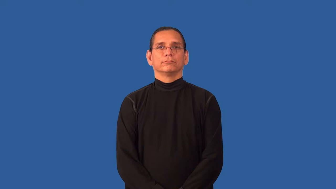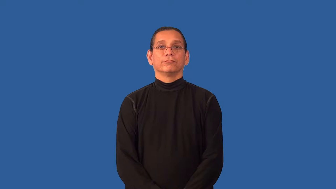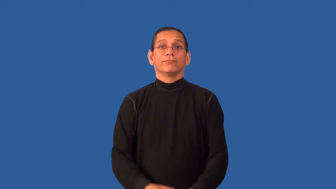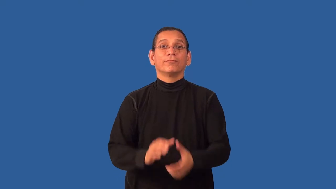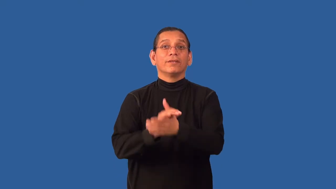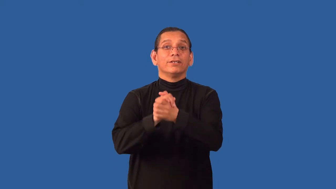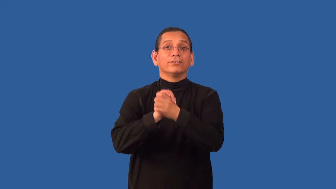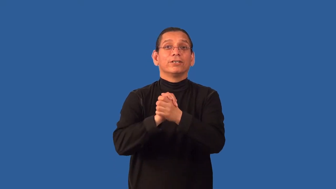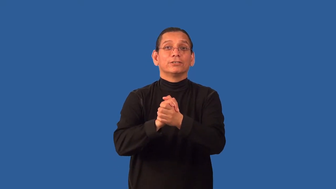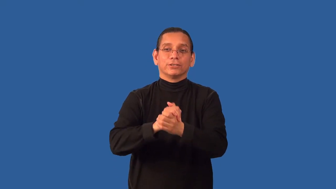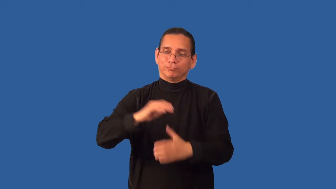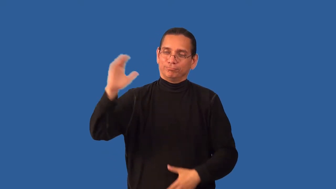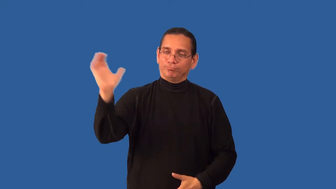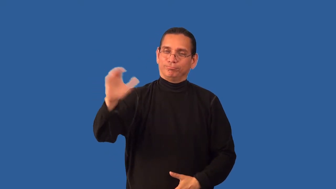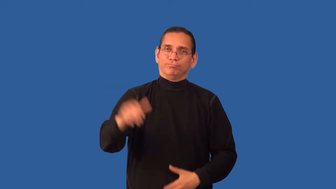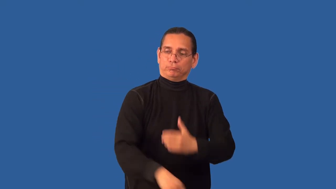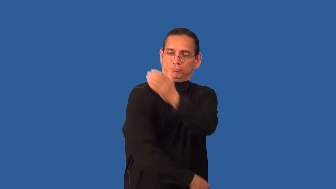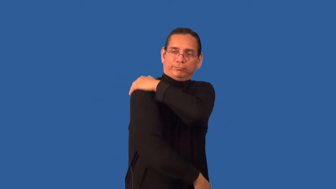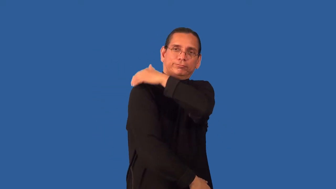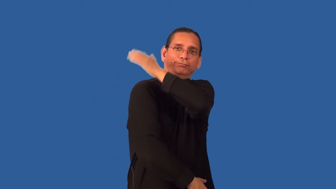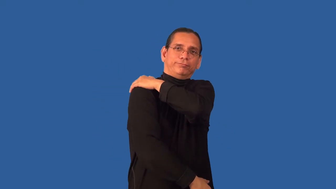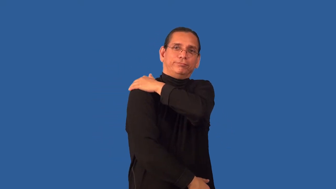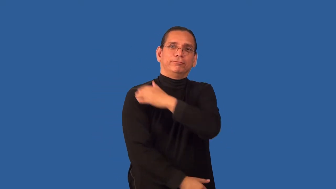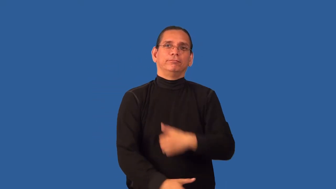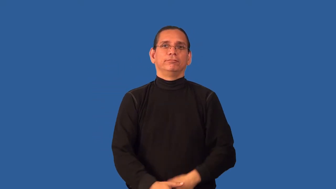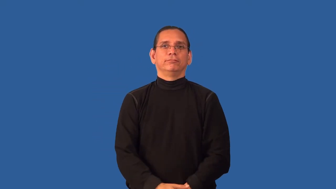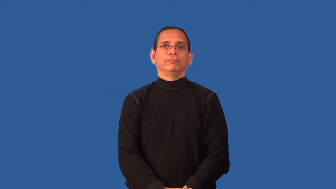backslap